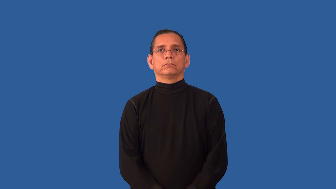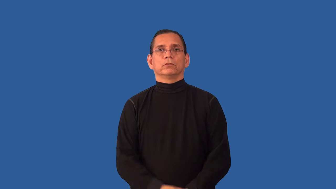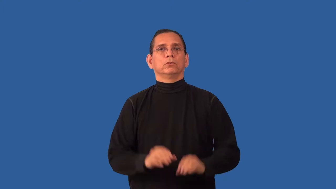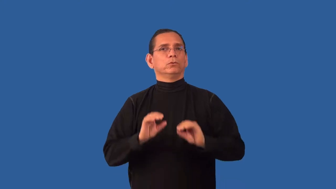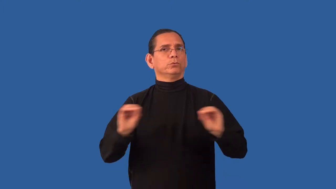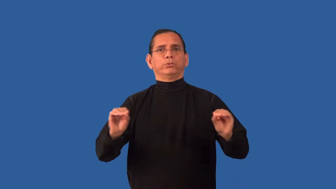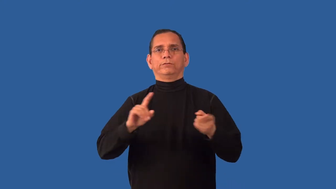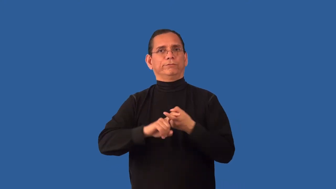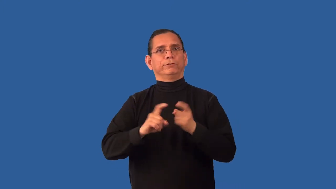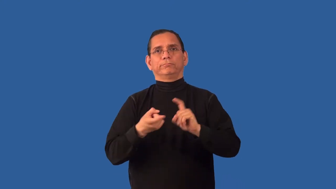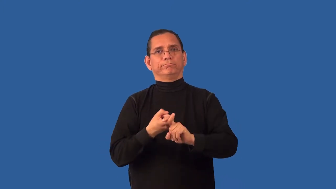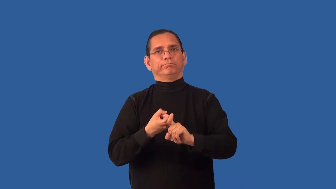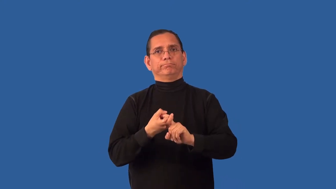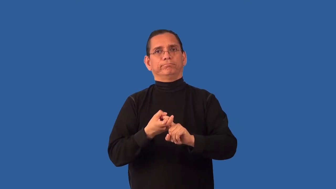friendless